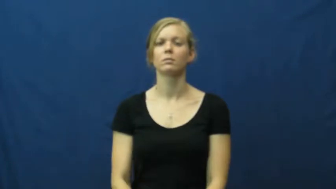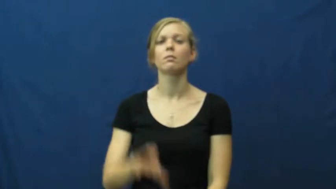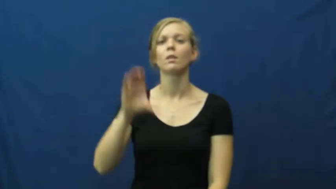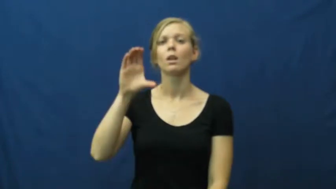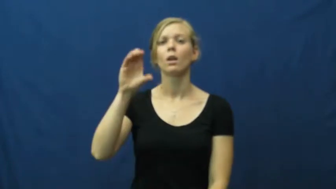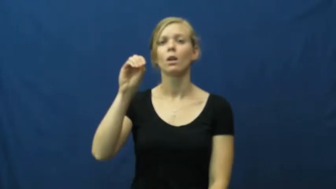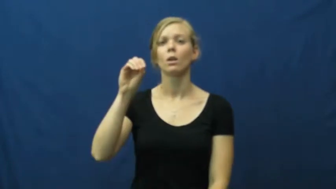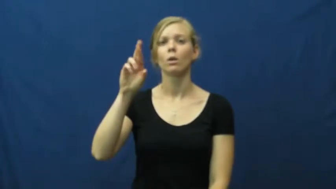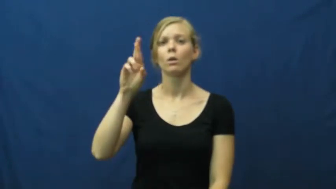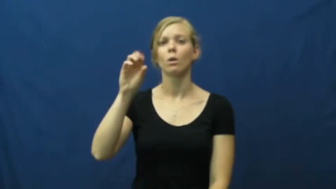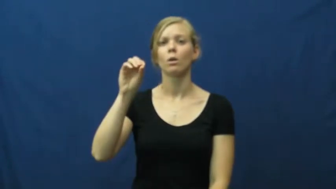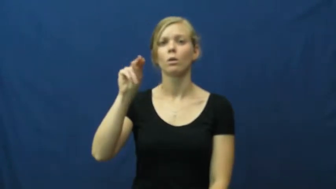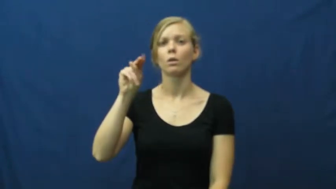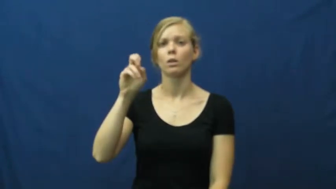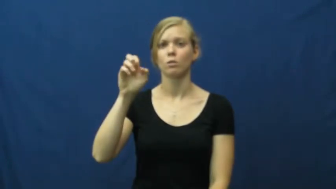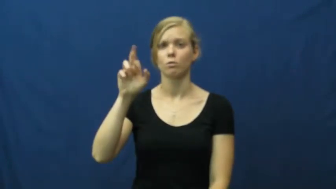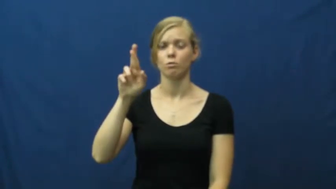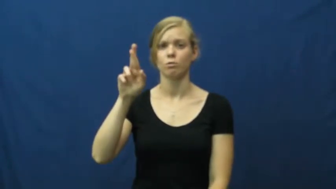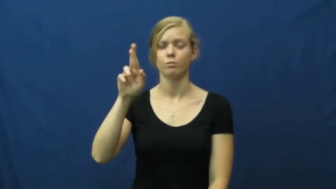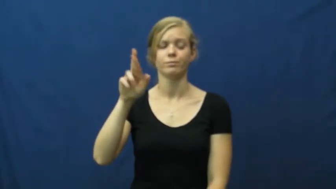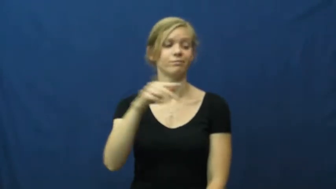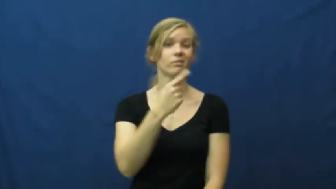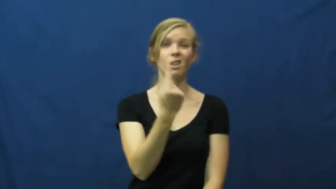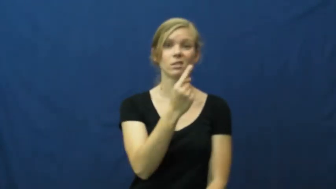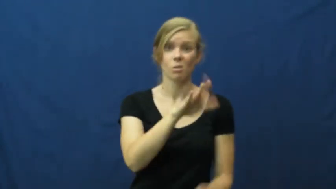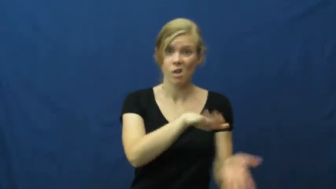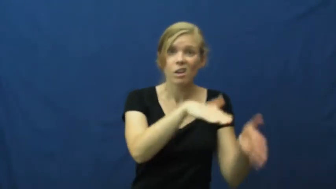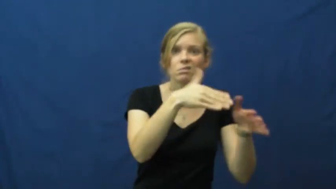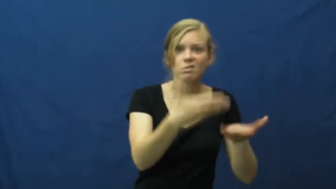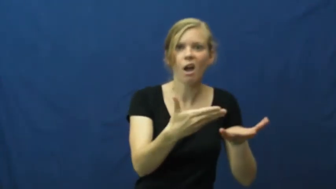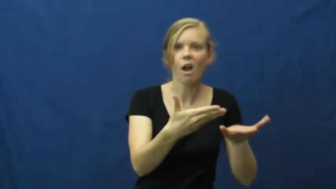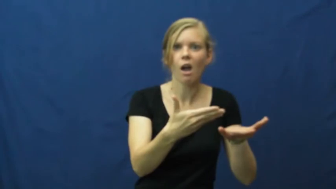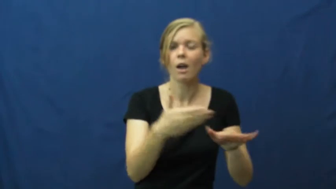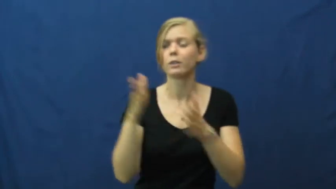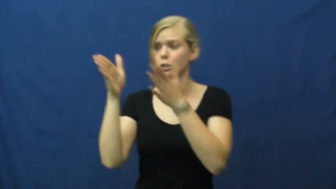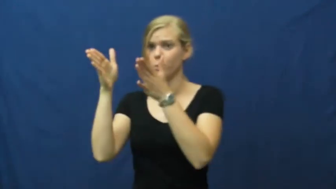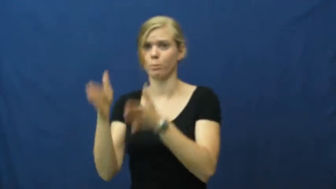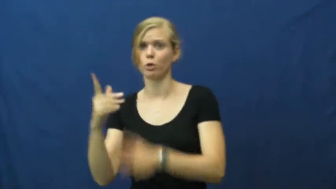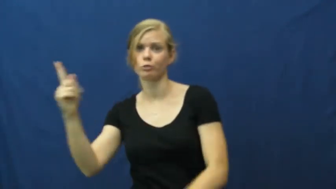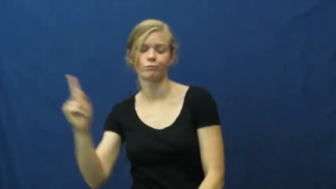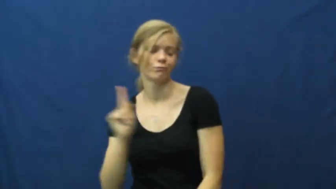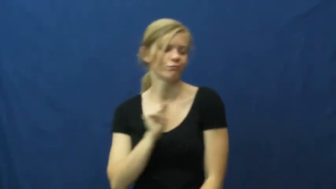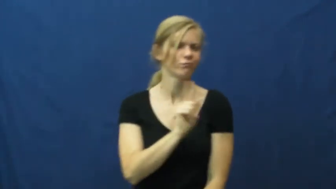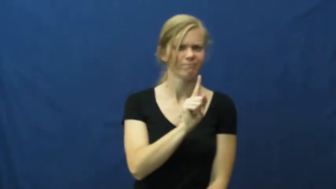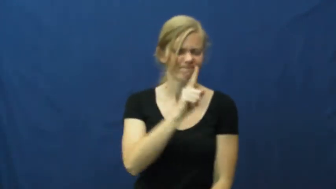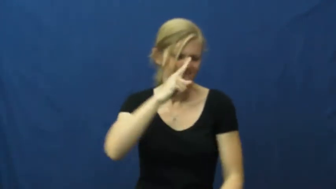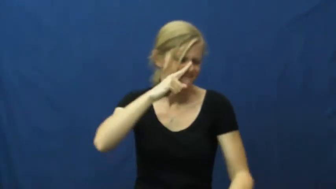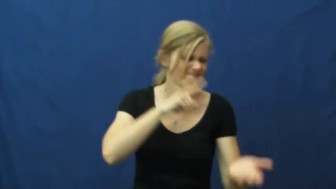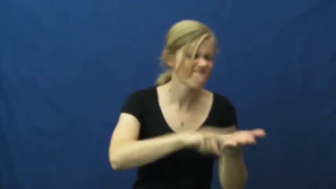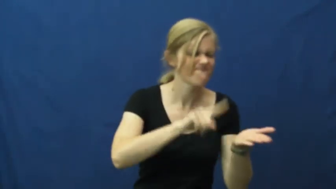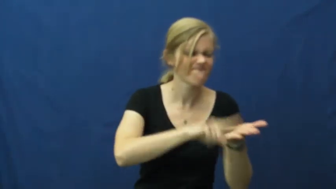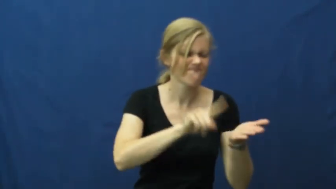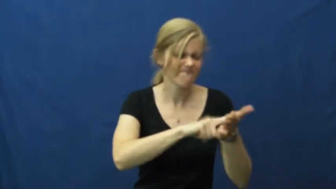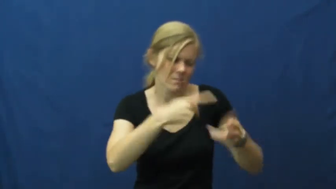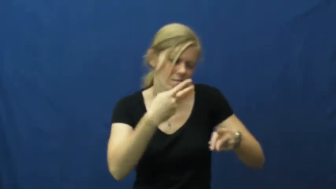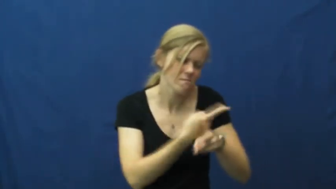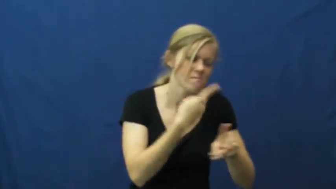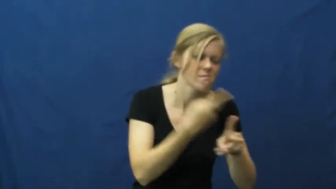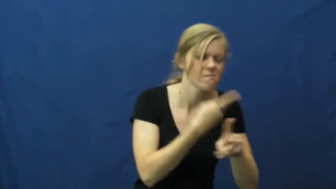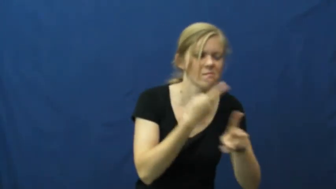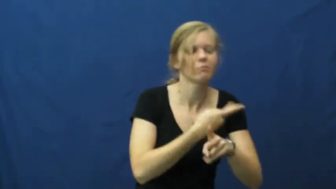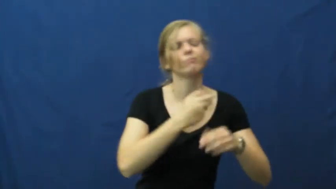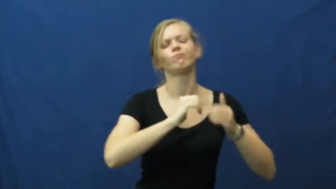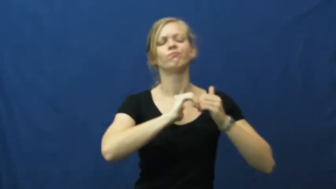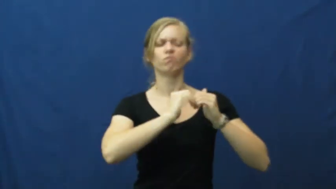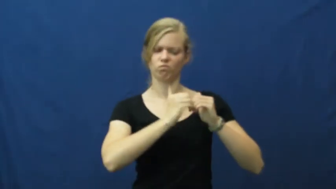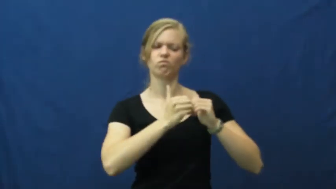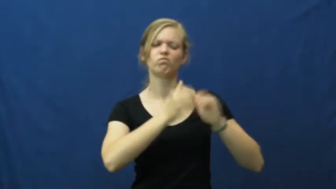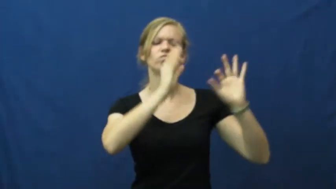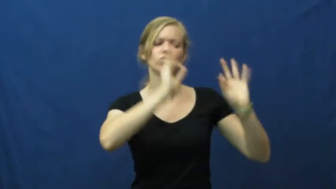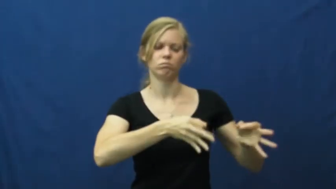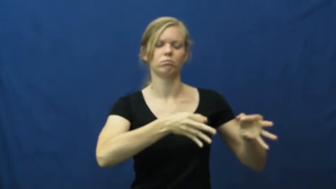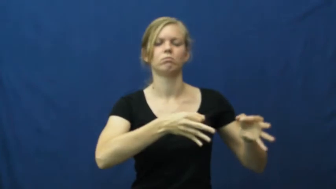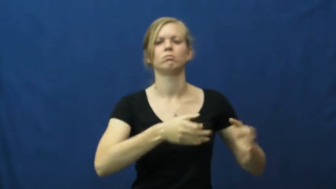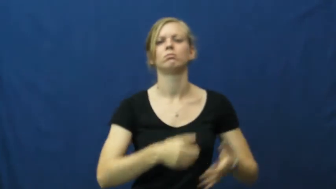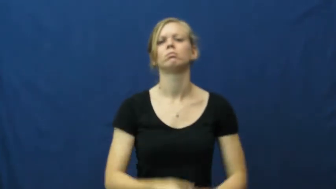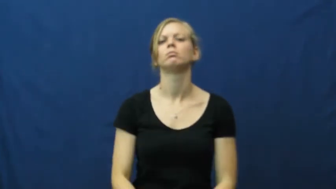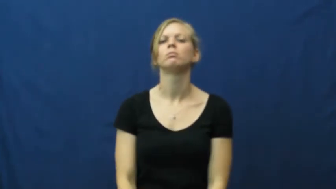coroner